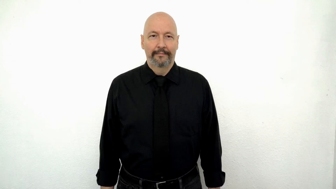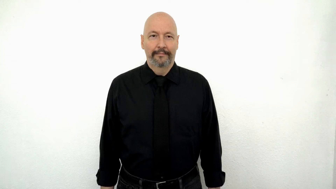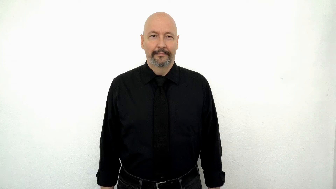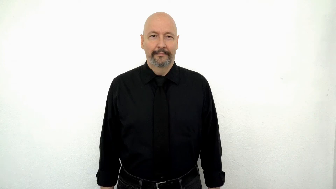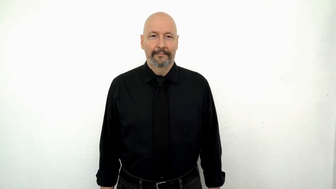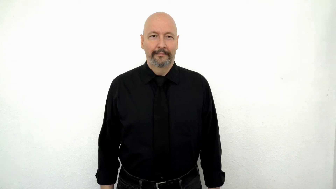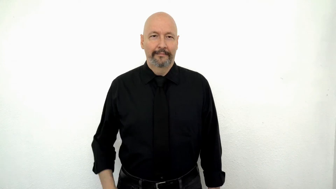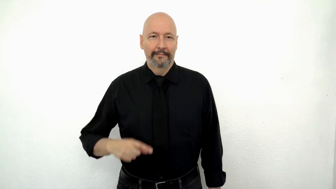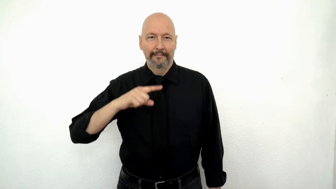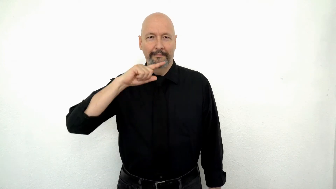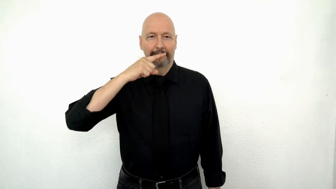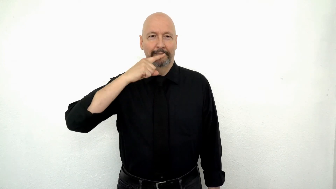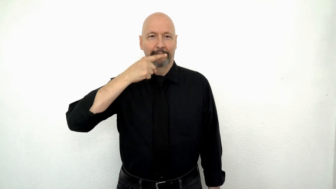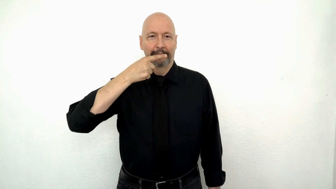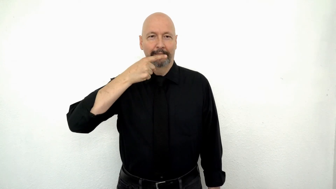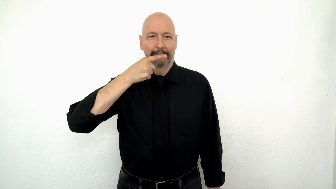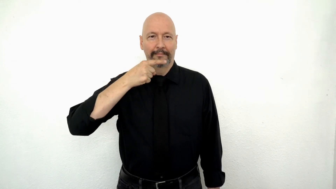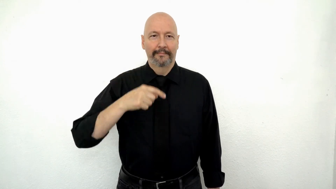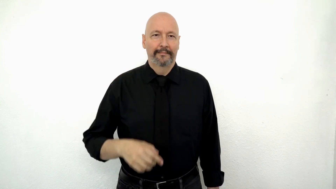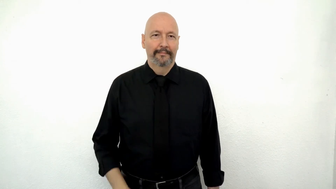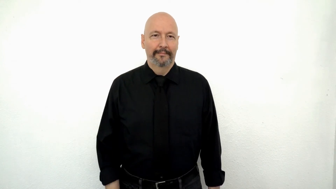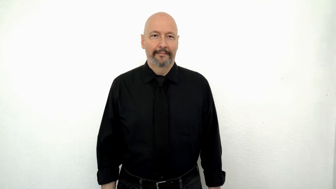CORN